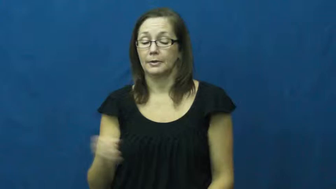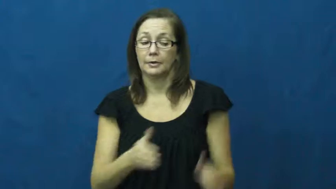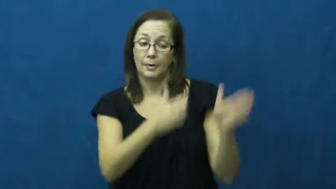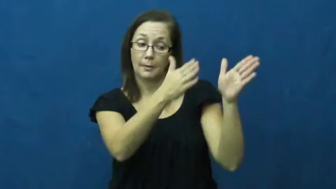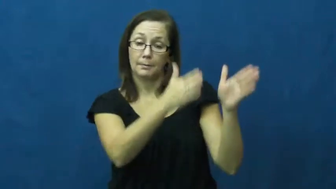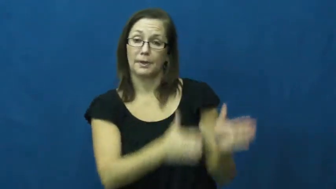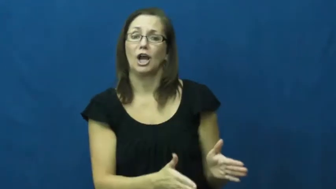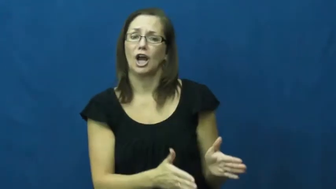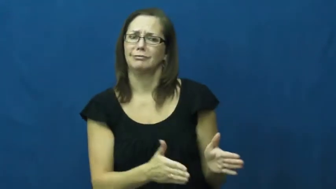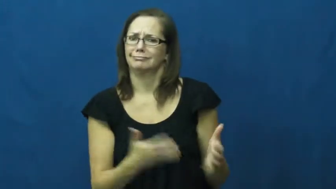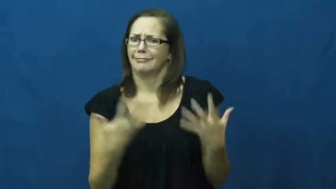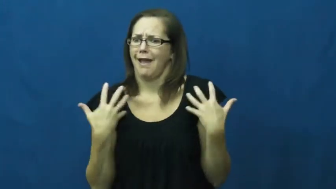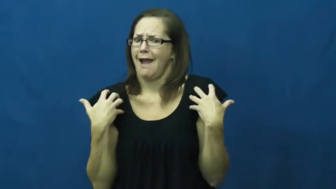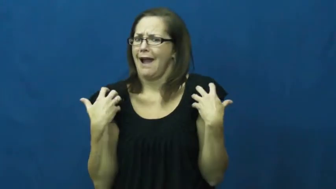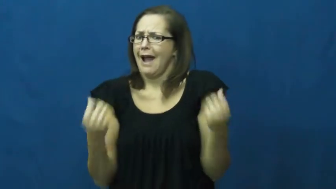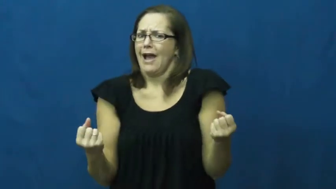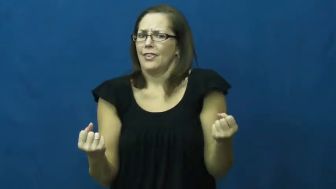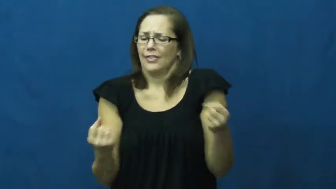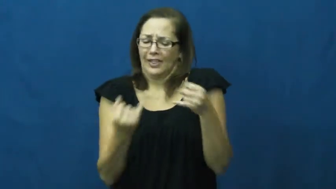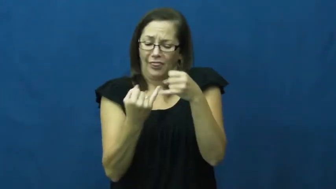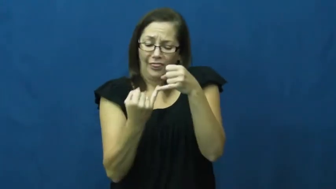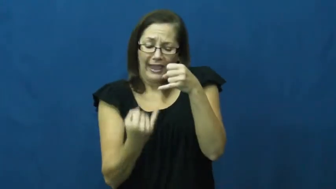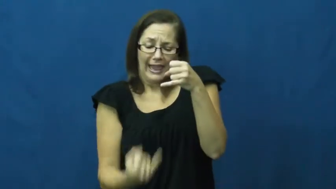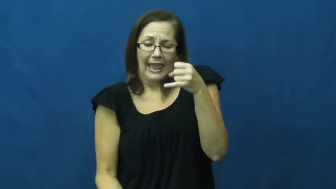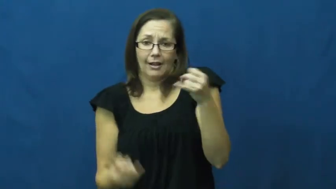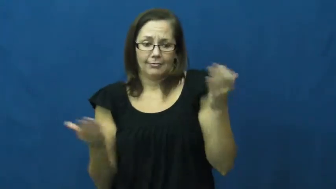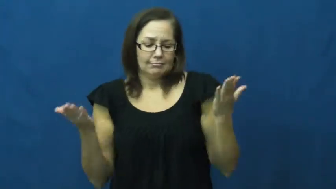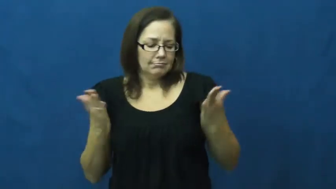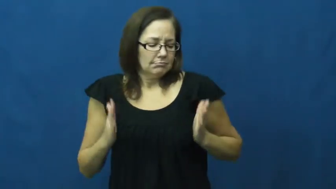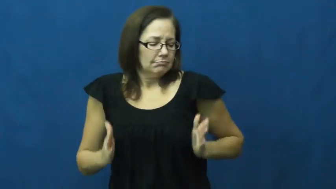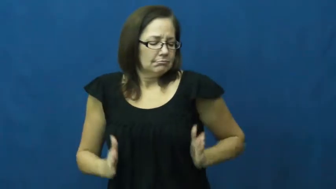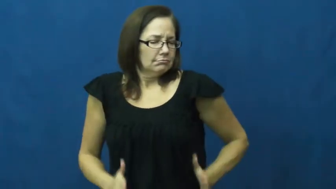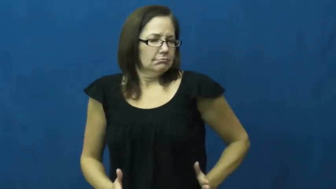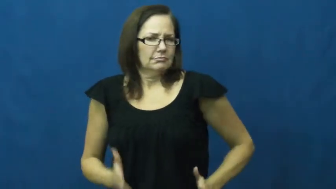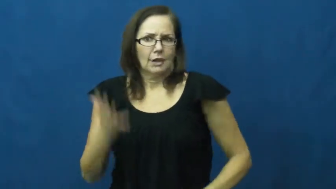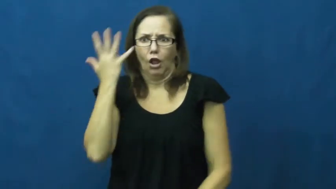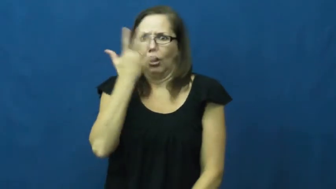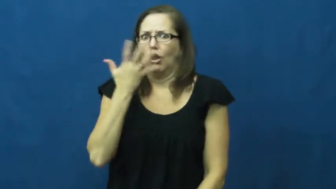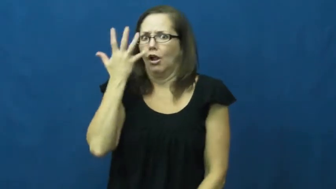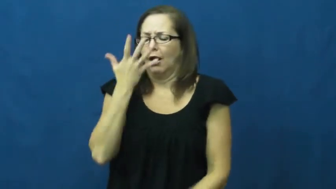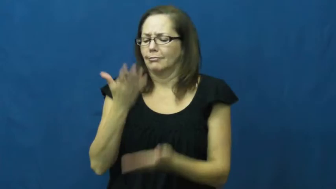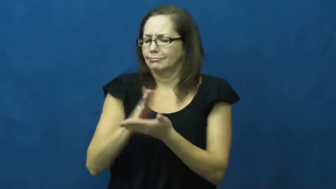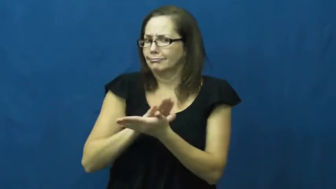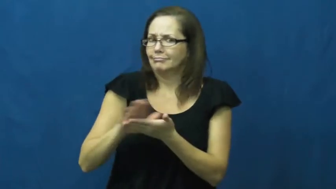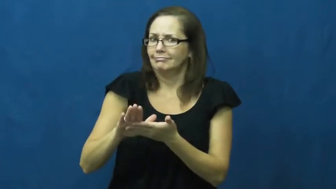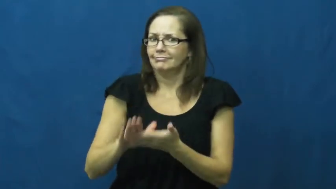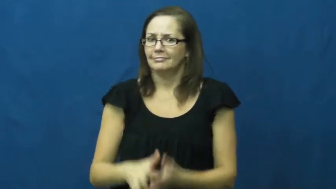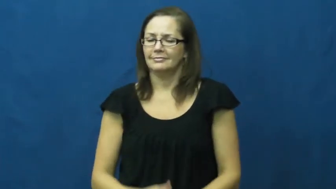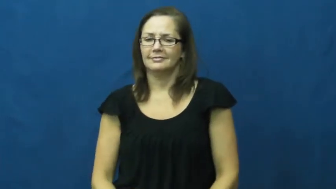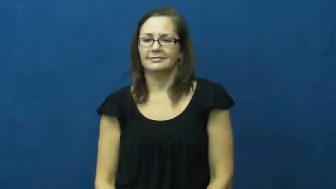fit,trim,svelte,slim,slender,asthenic